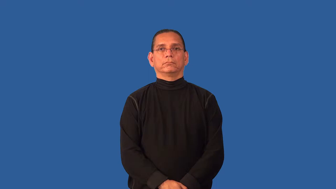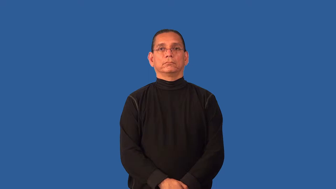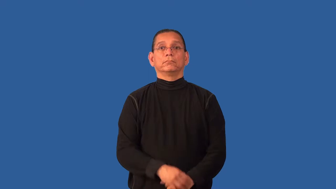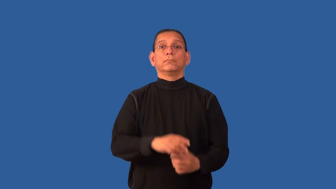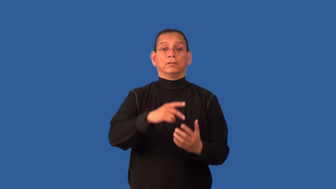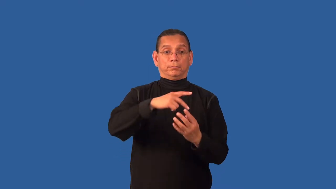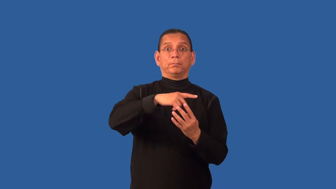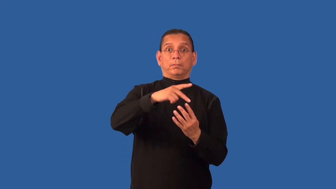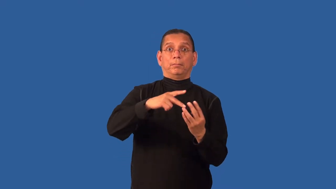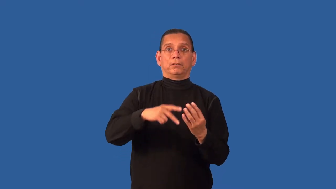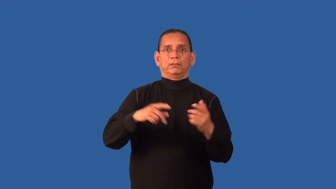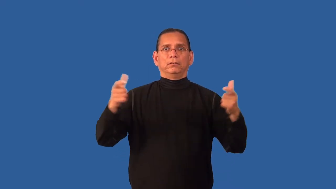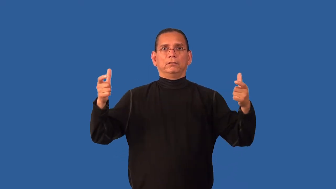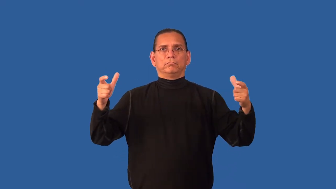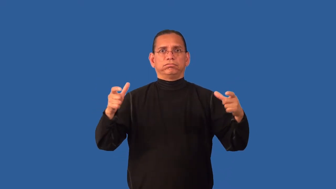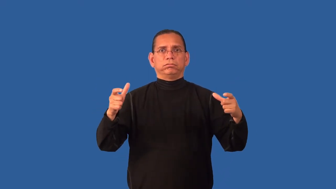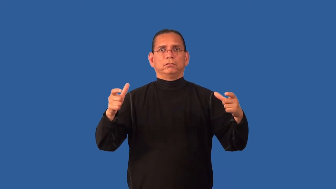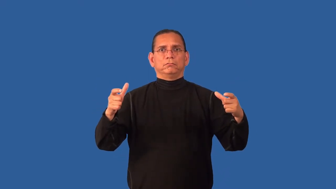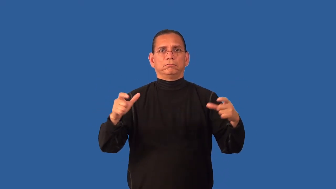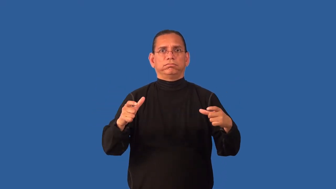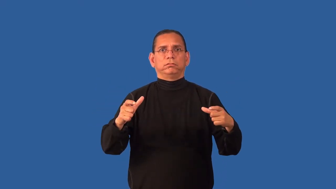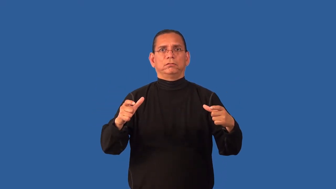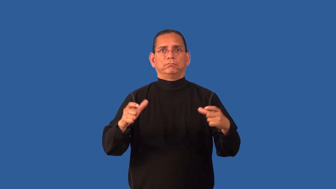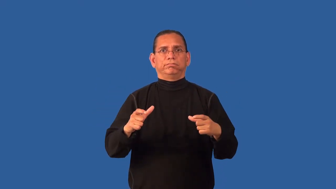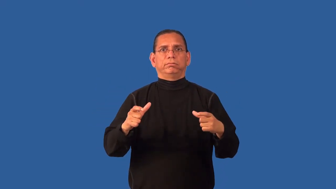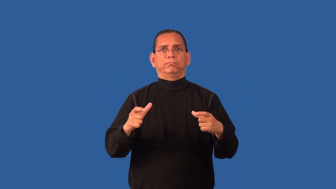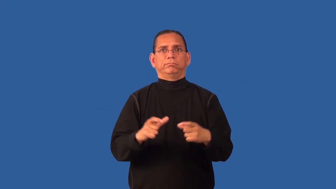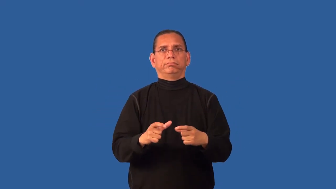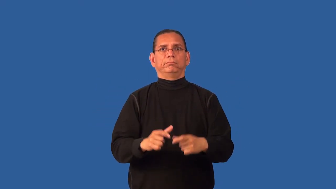depopulate